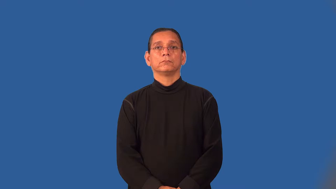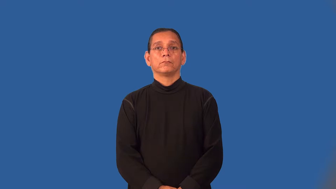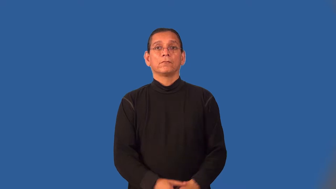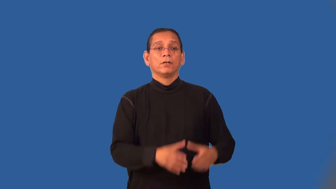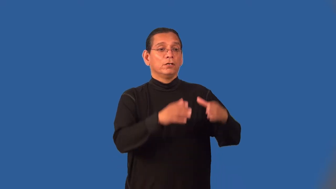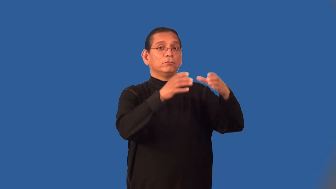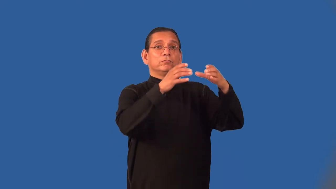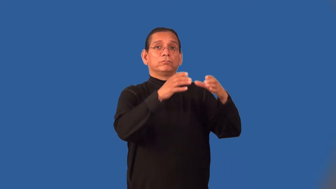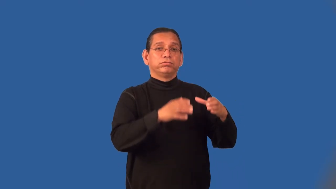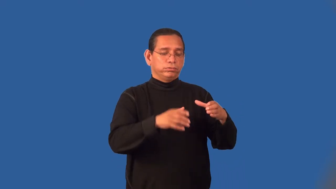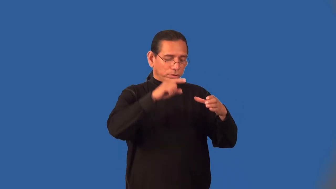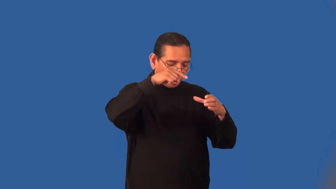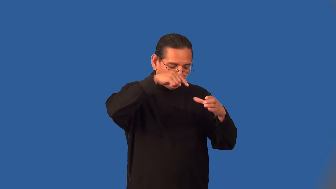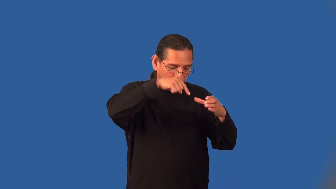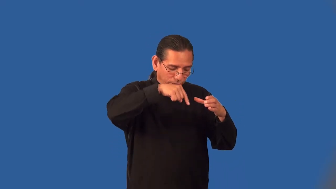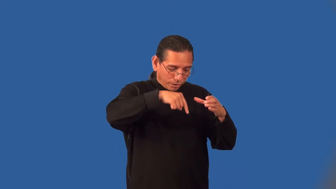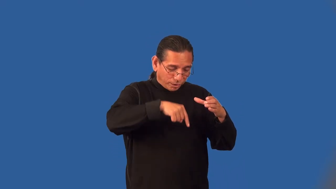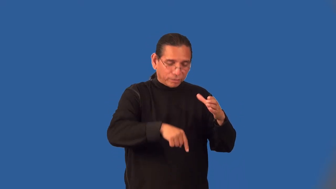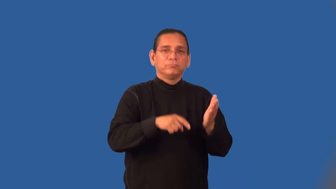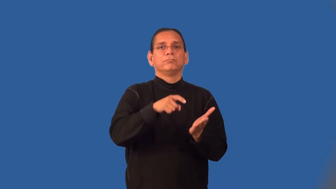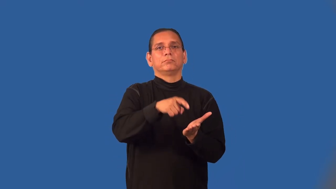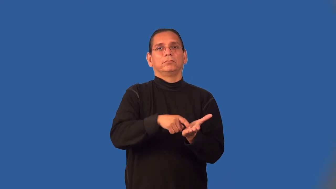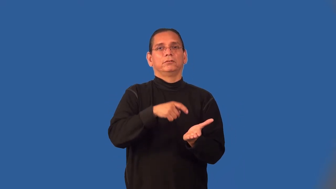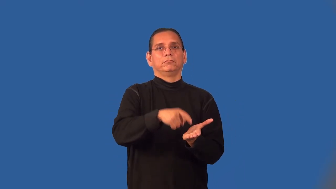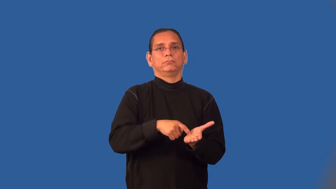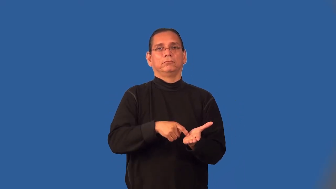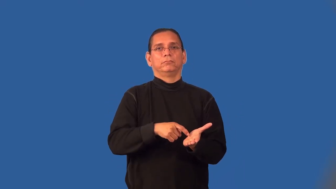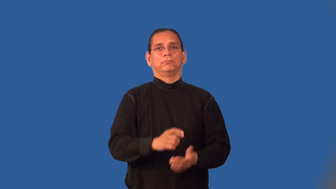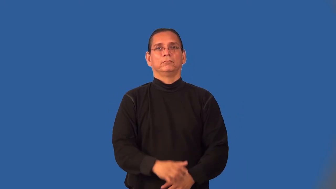mineshaft